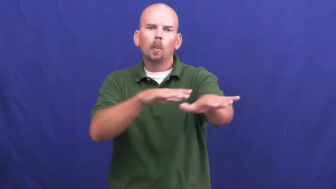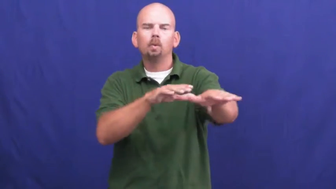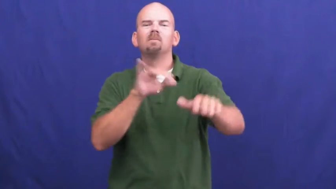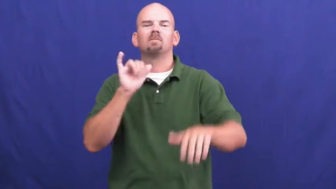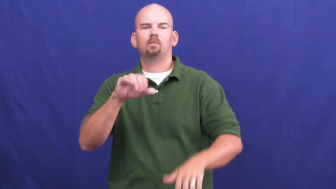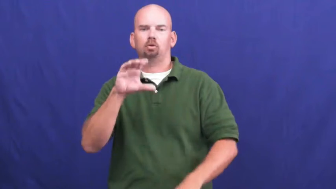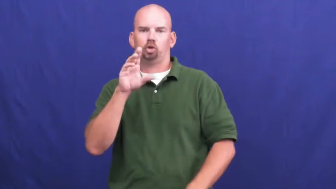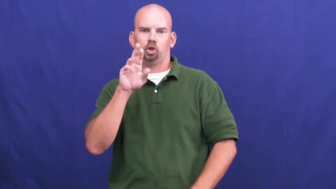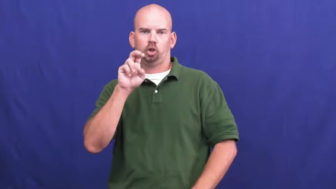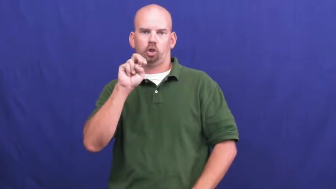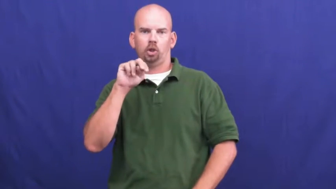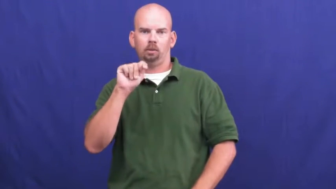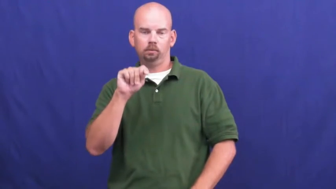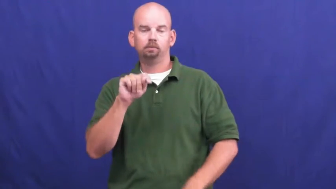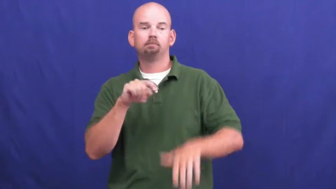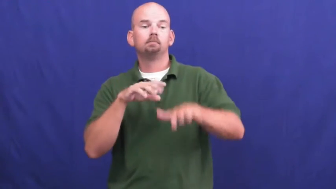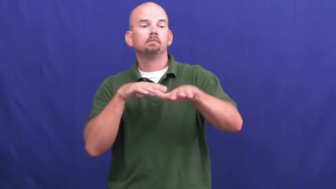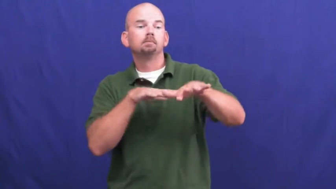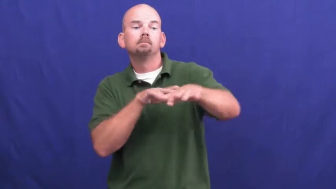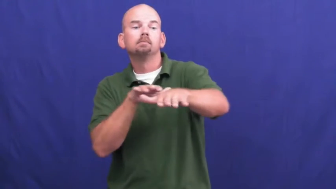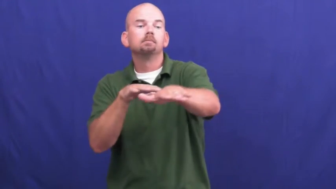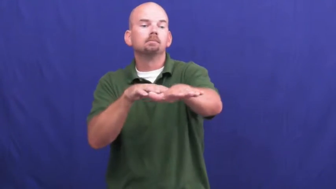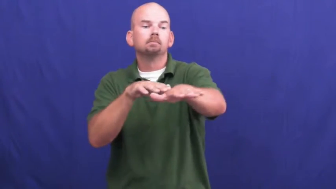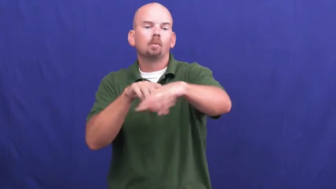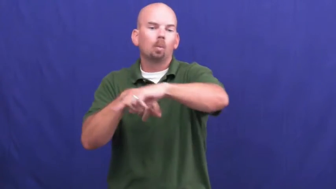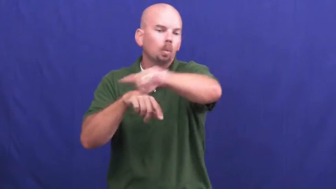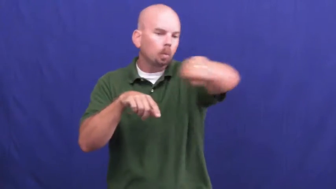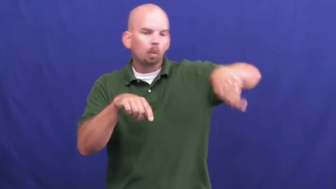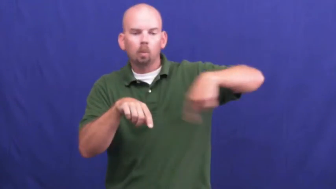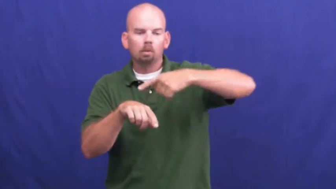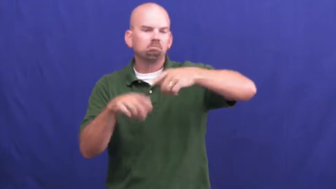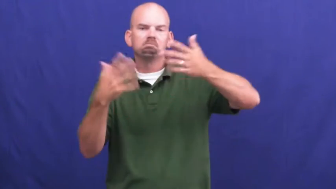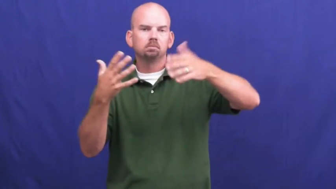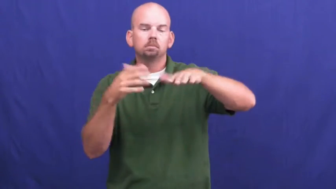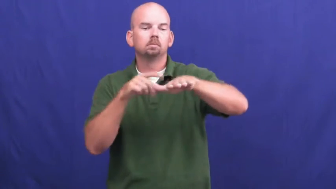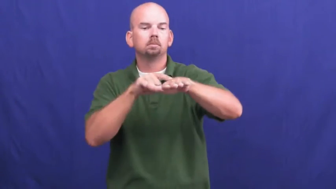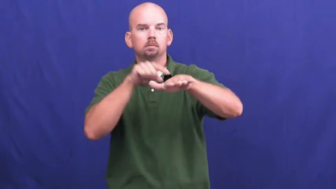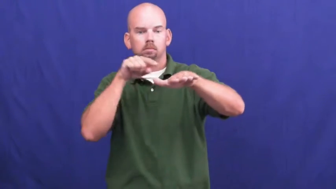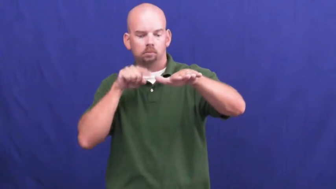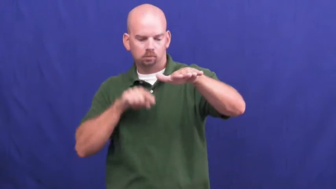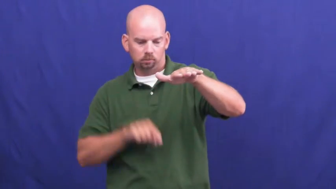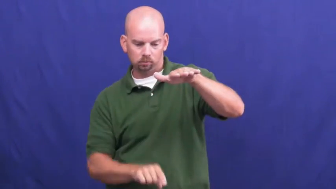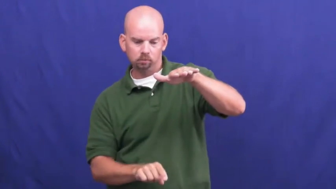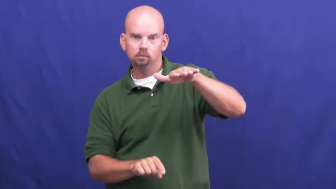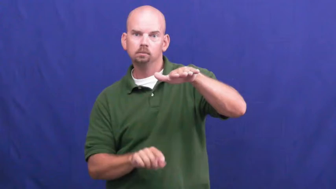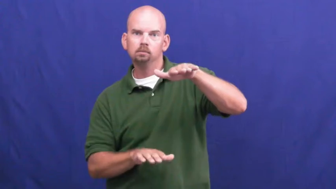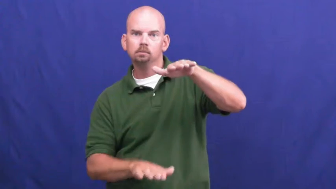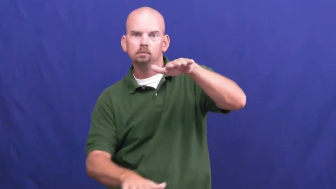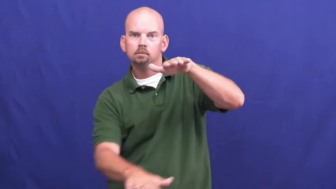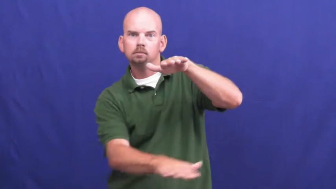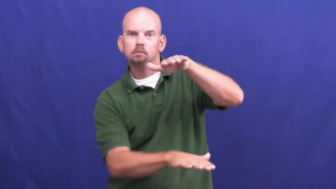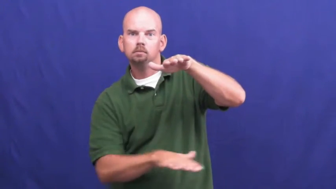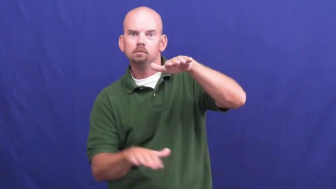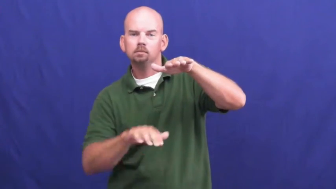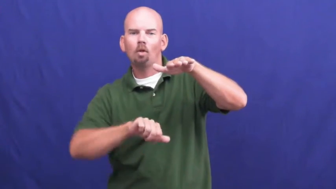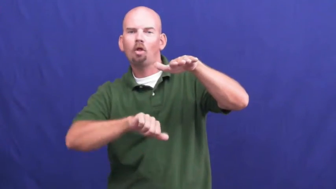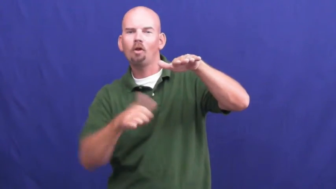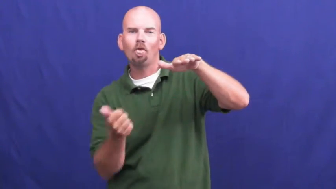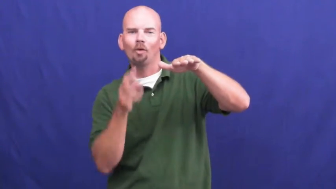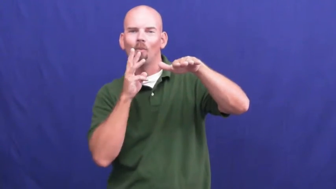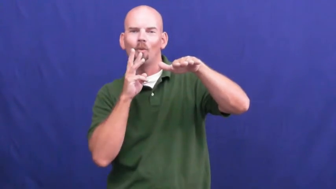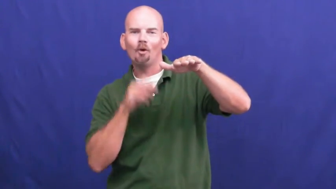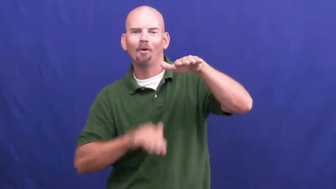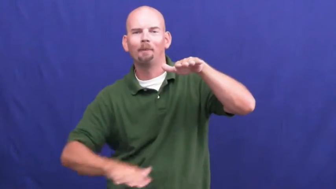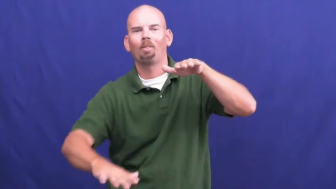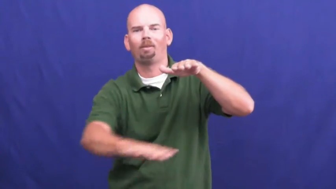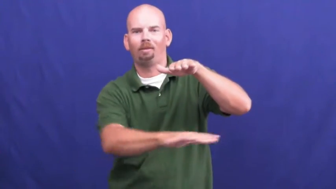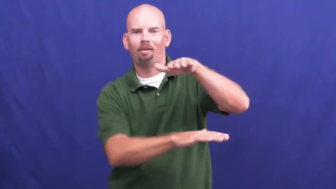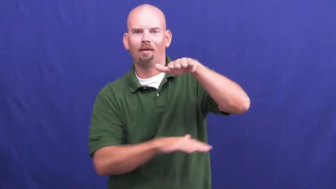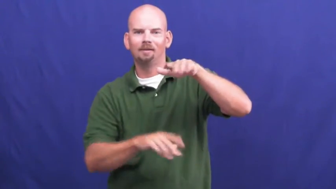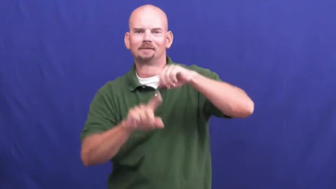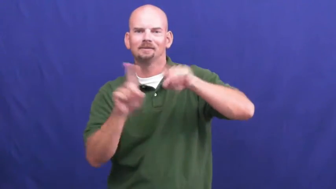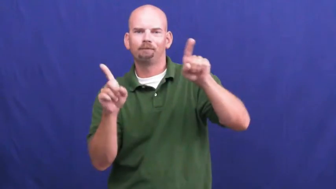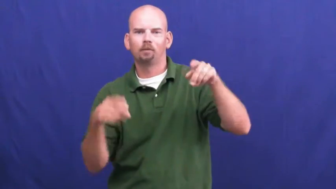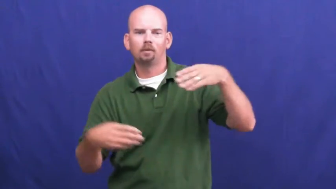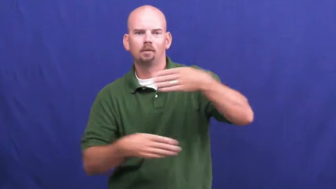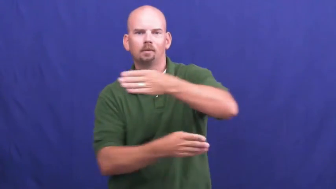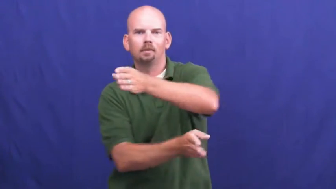undercurrent-water